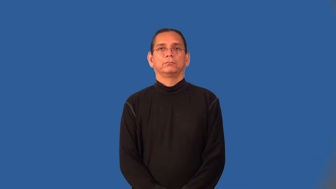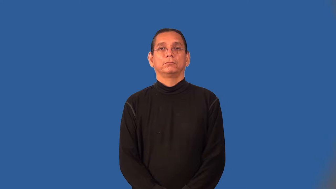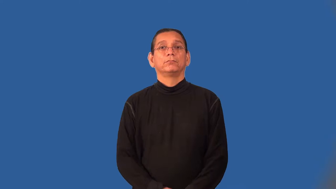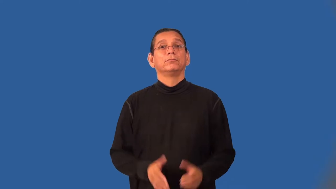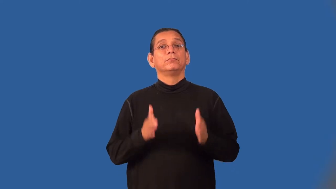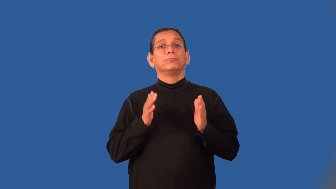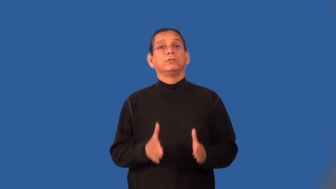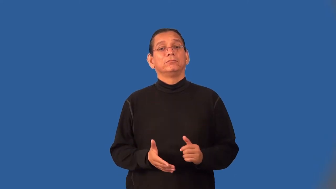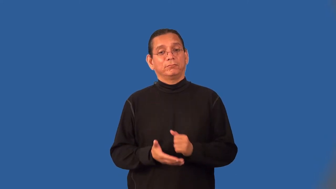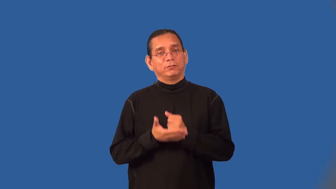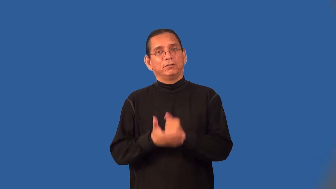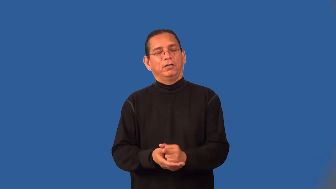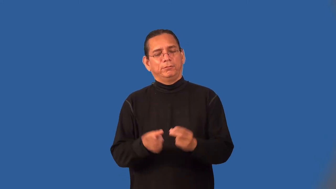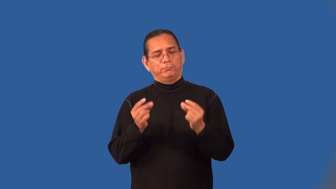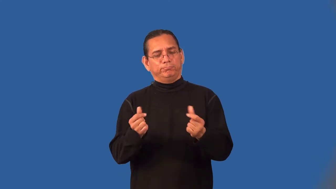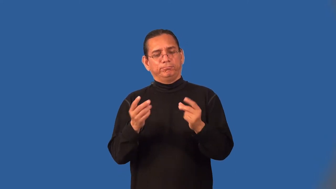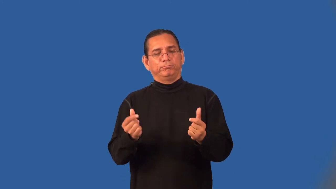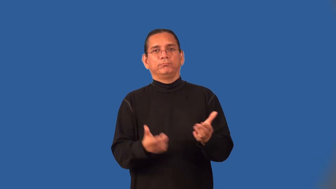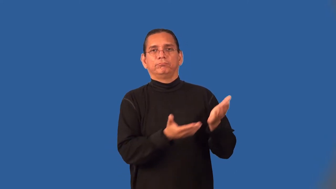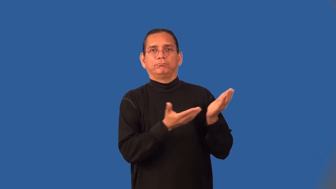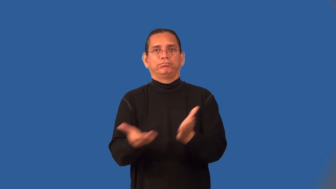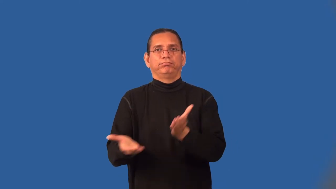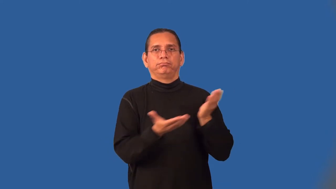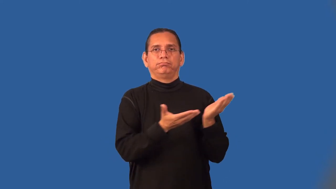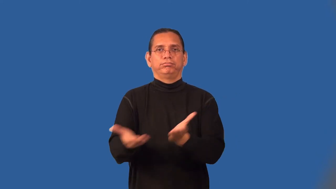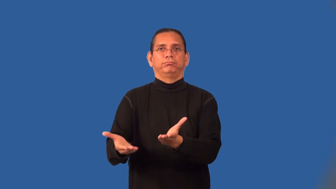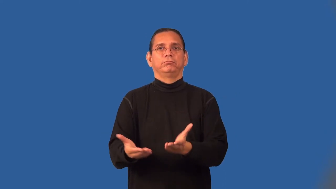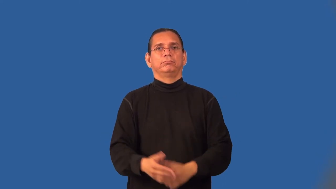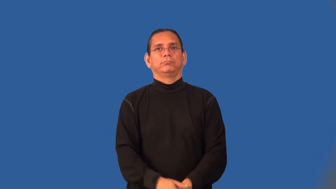expediter